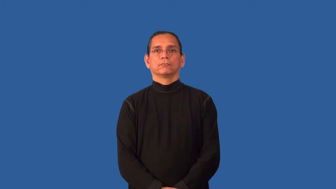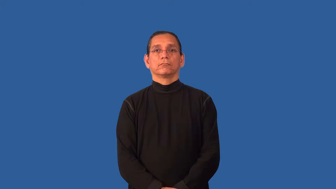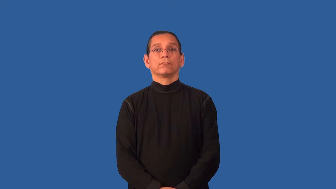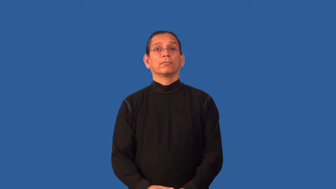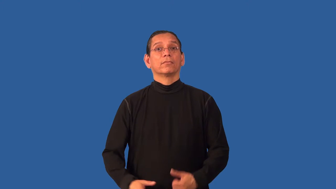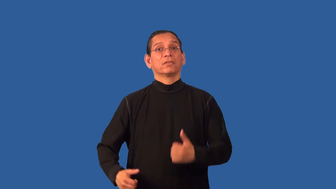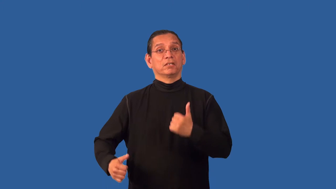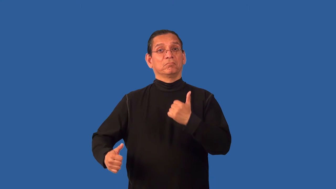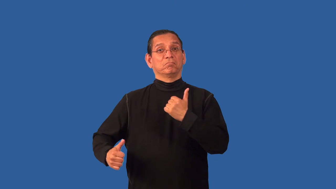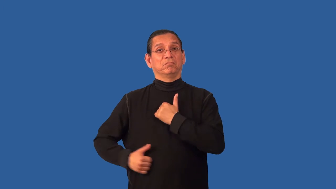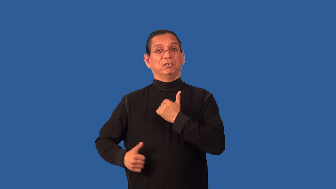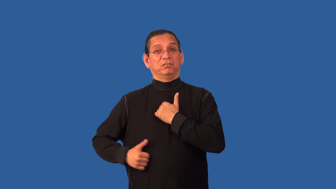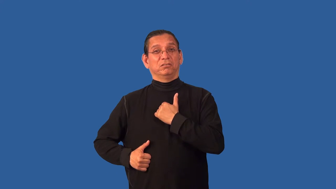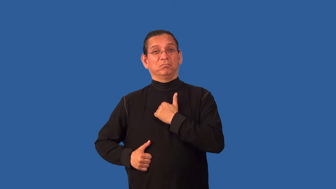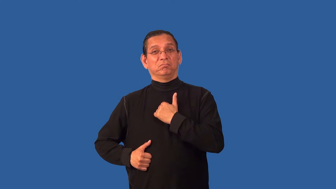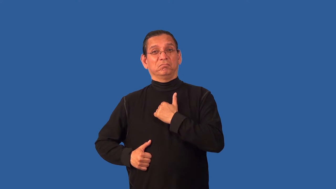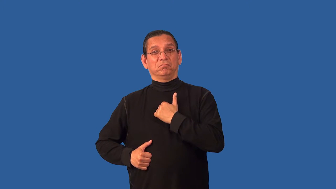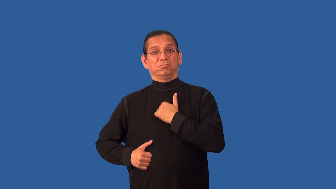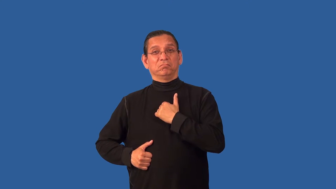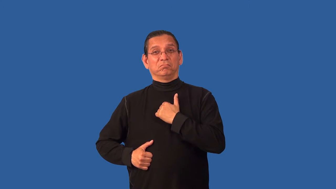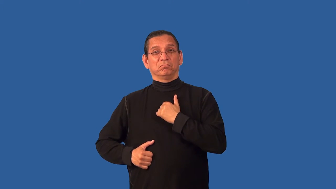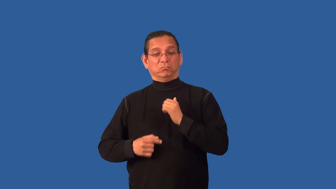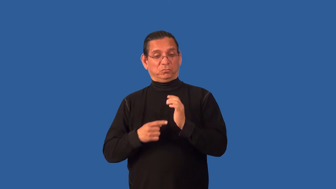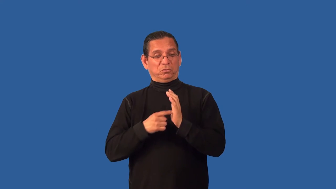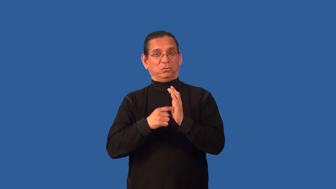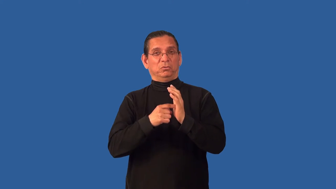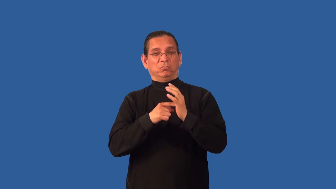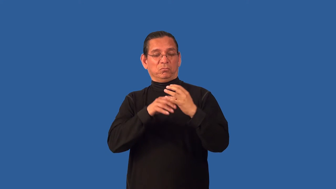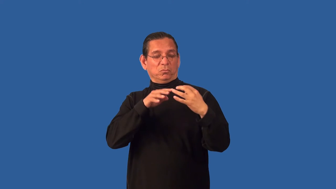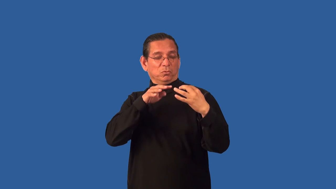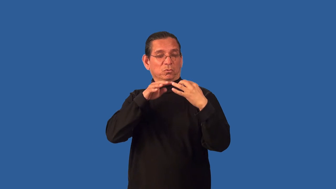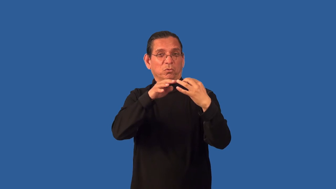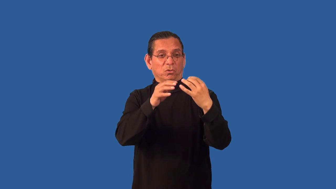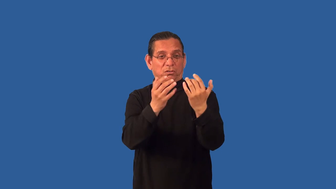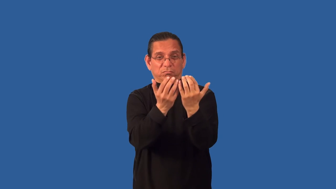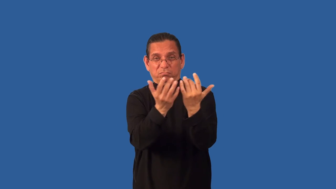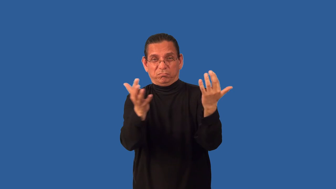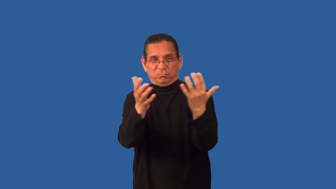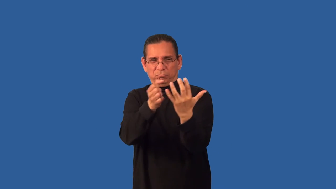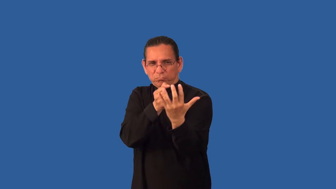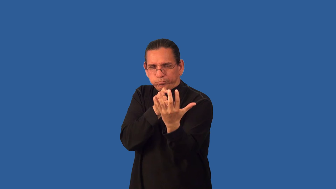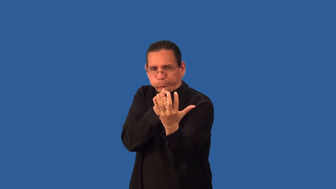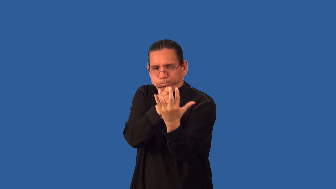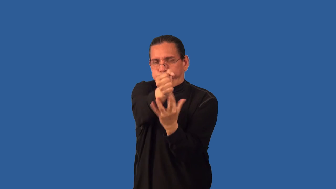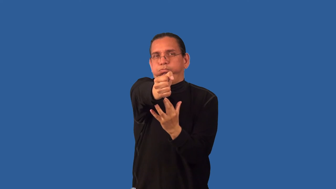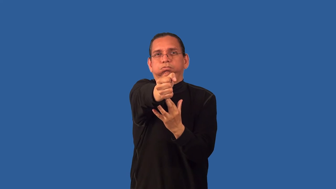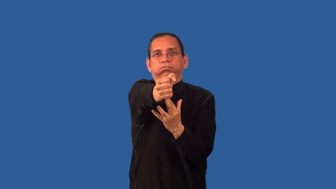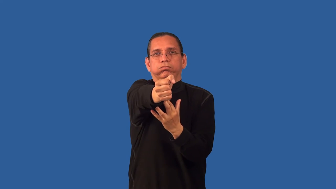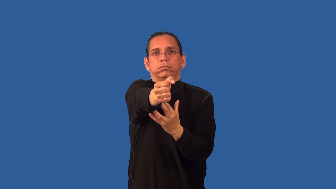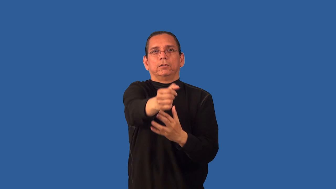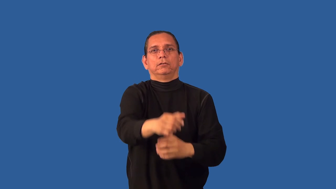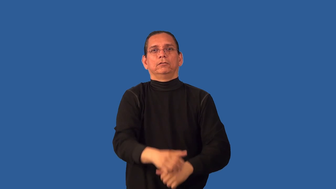breach,break through-open hole in wall via ram